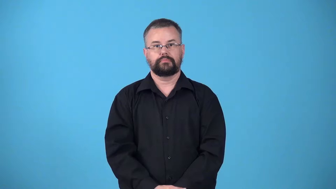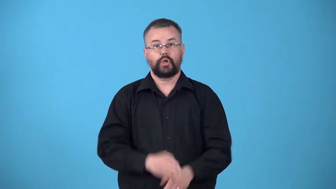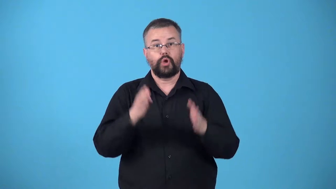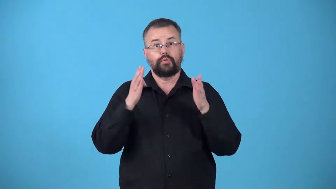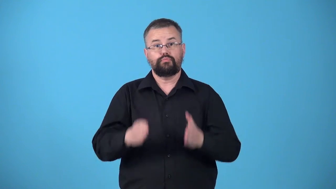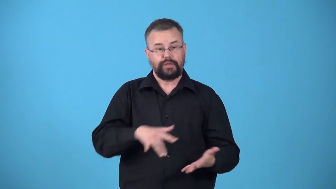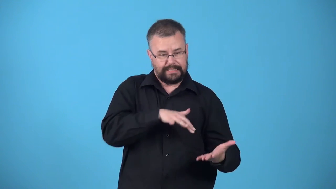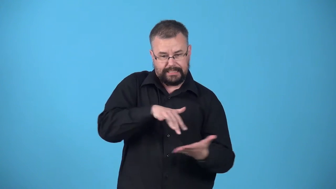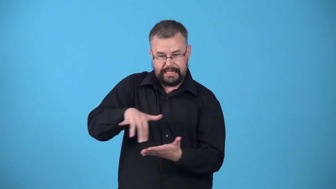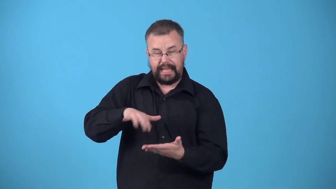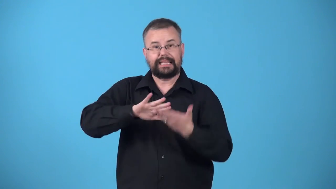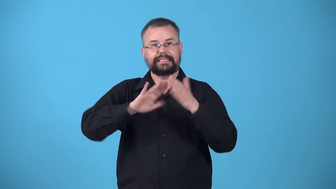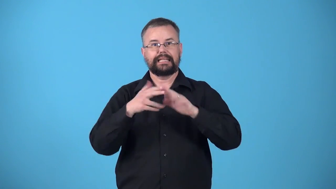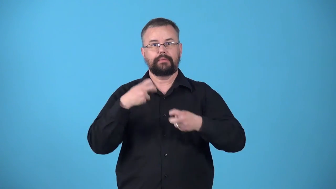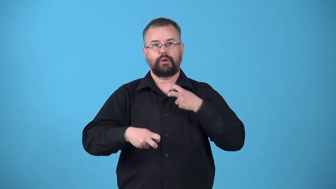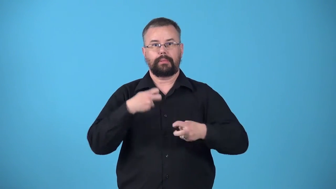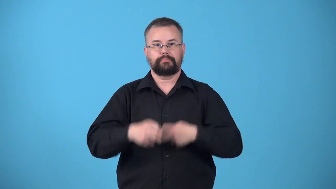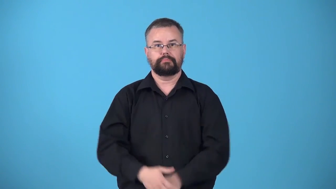urbanologist